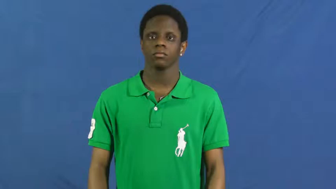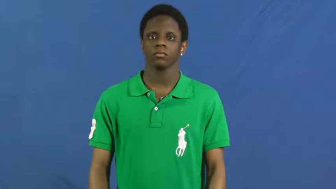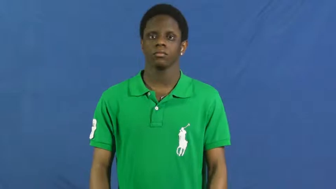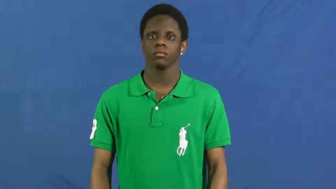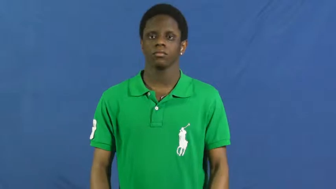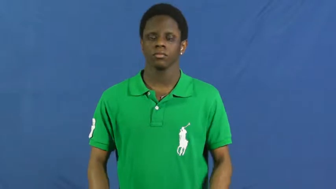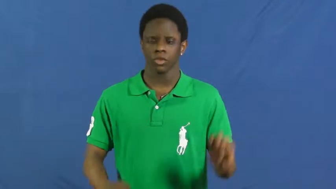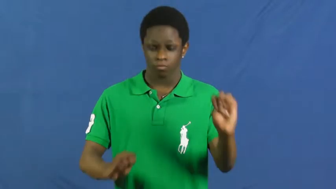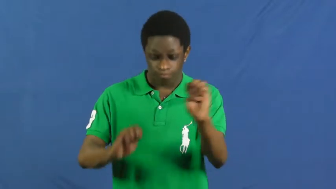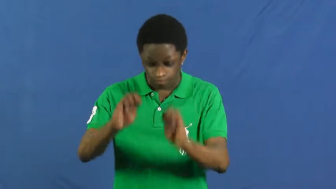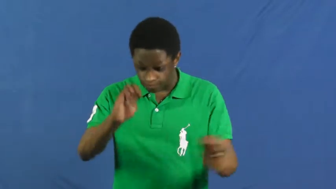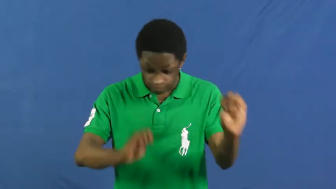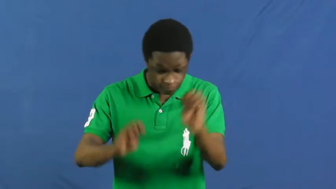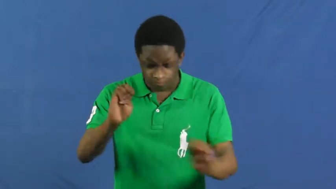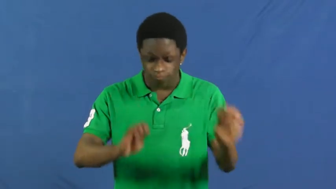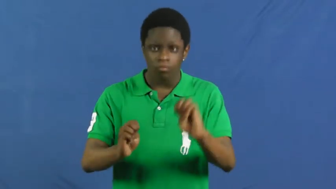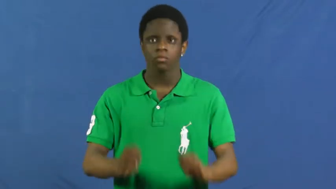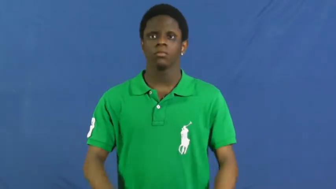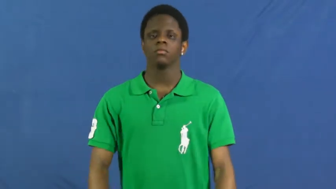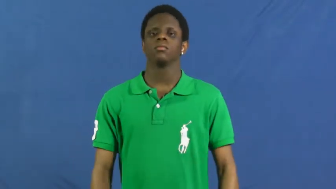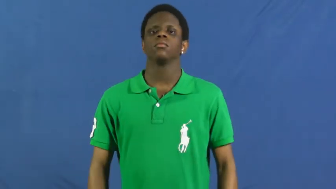experiment